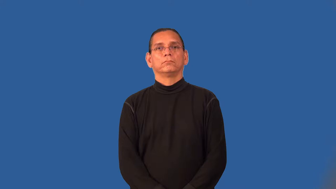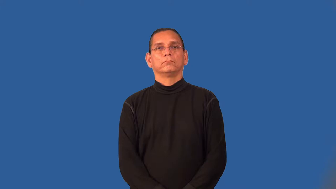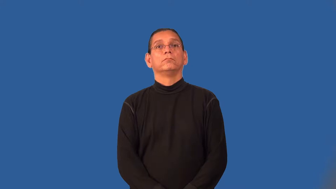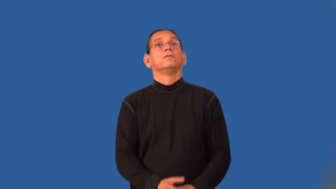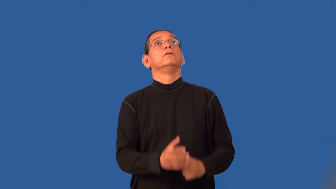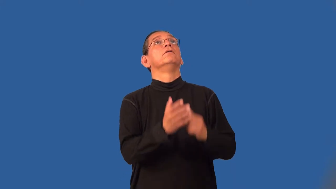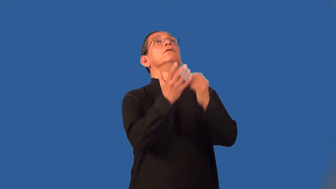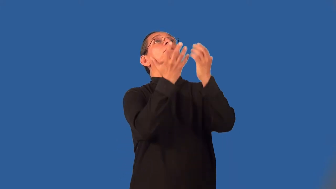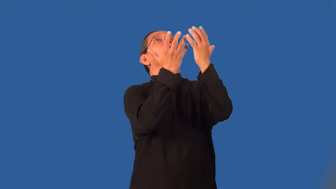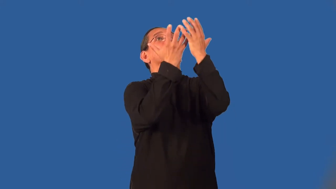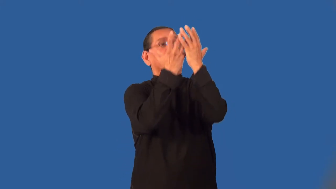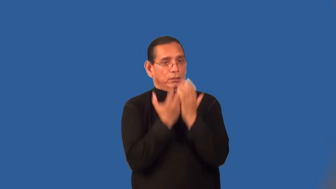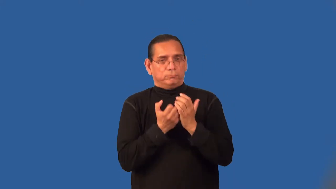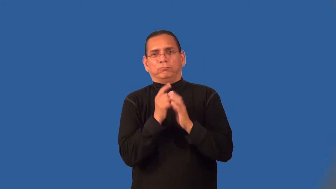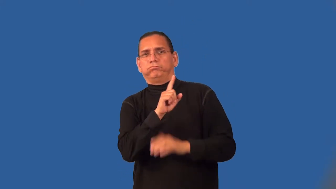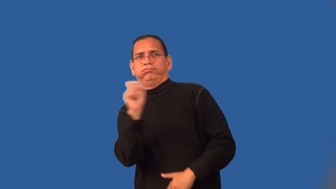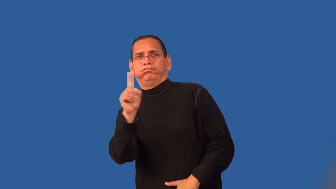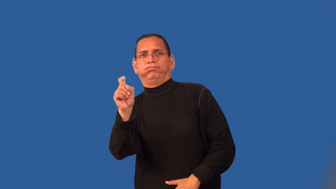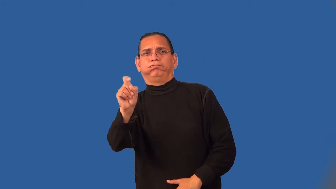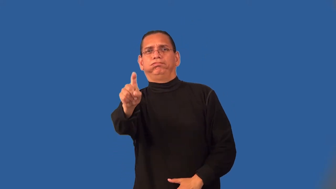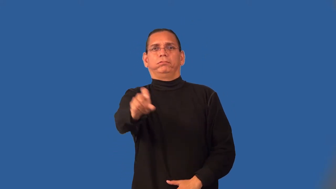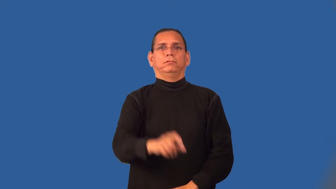return-football